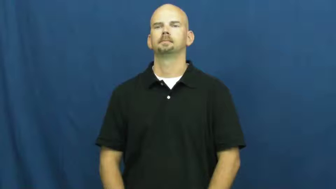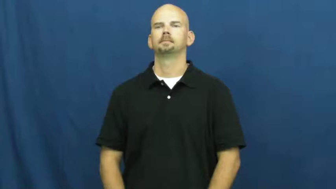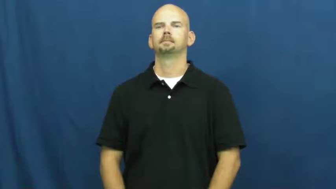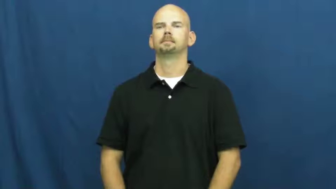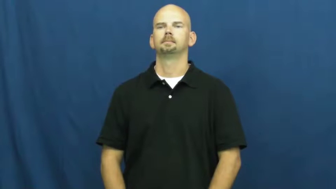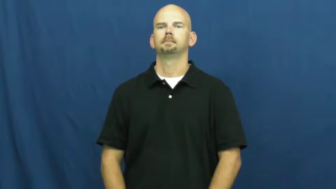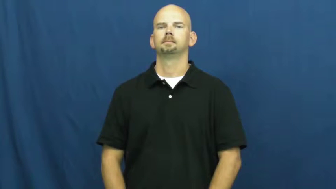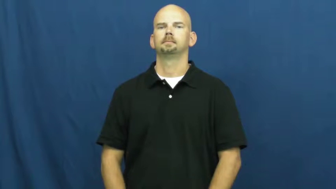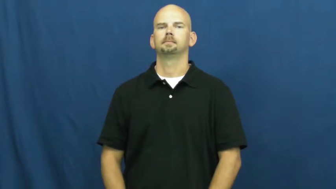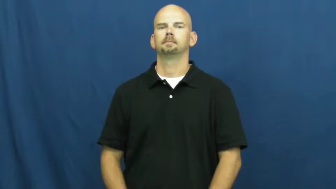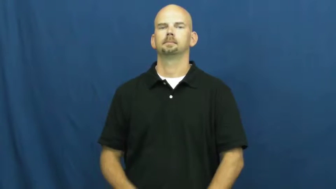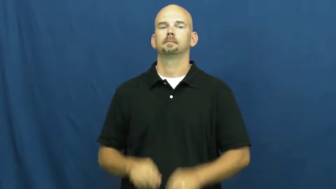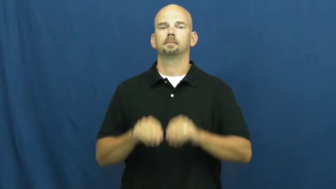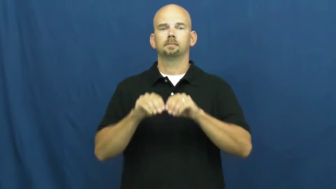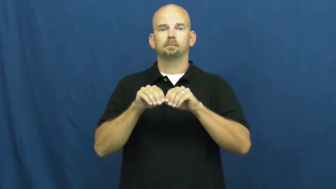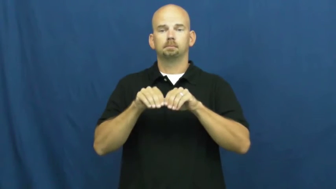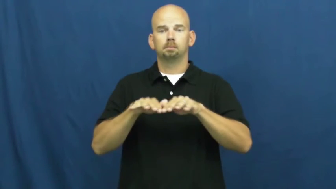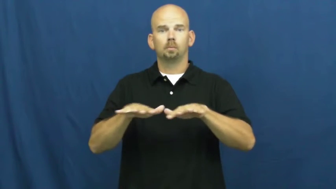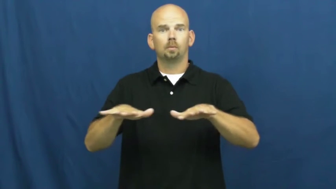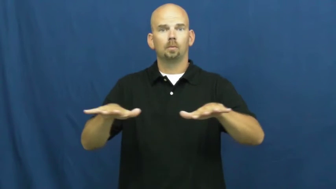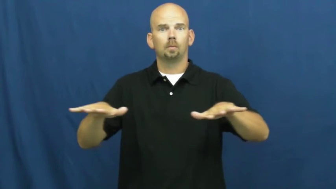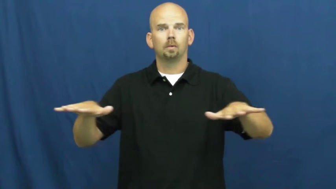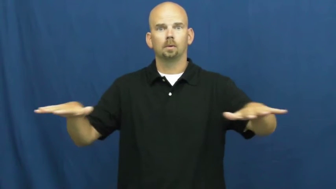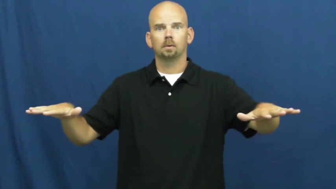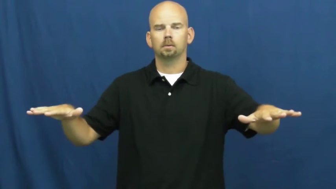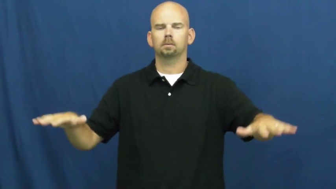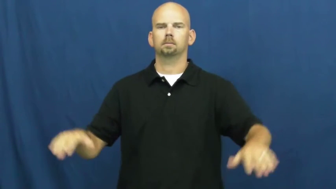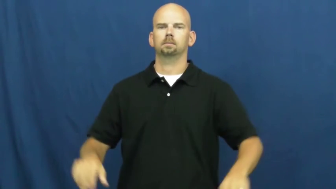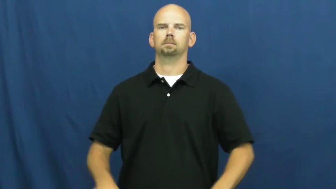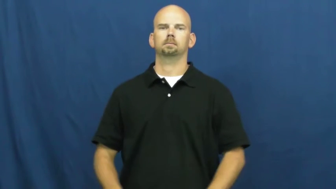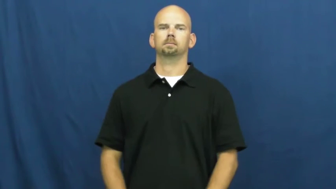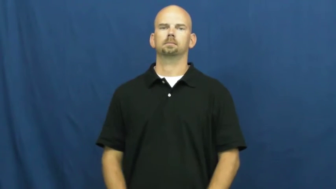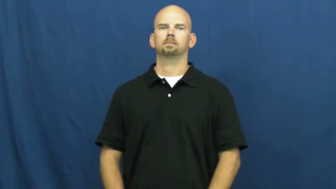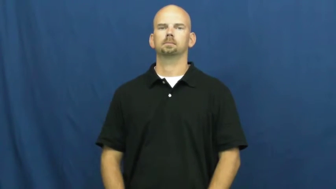spread,flair,metastasize,proliferate,outspread,play,refulgent